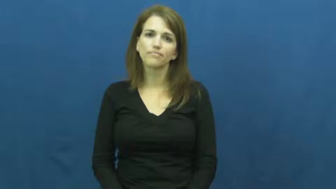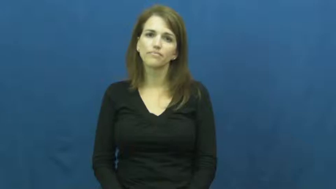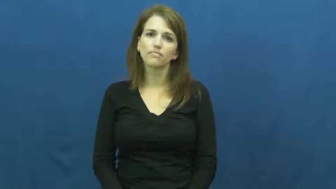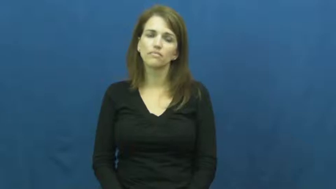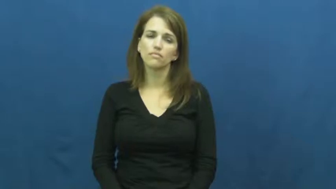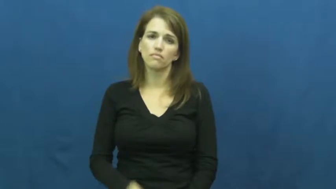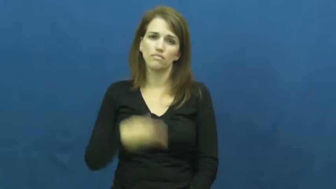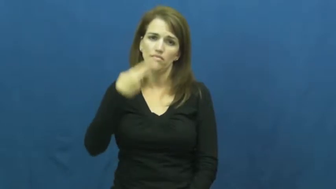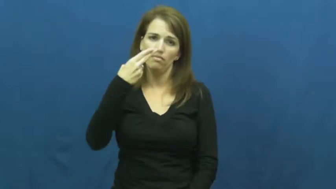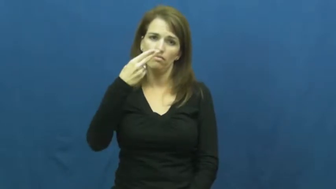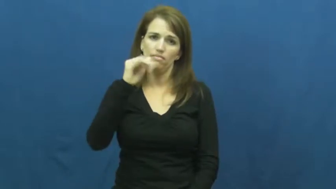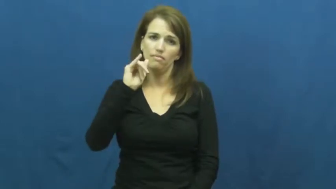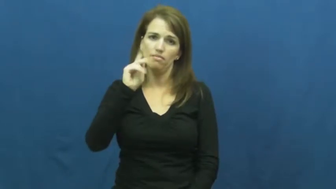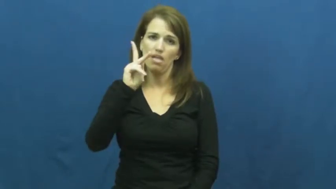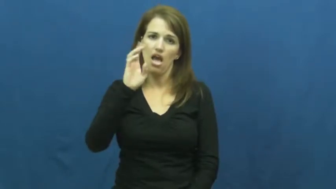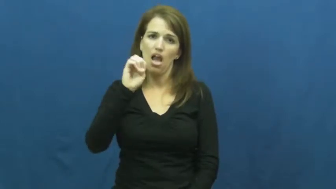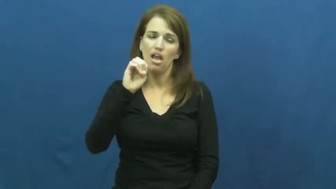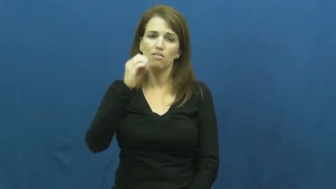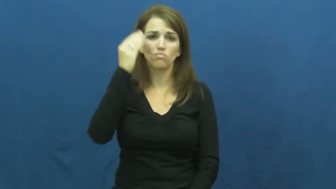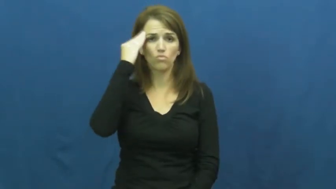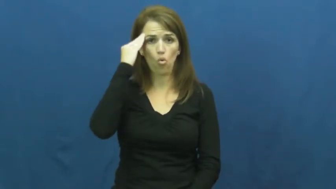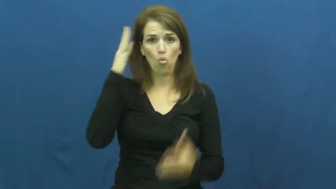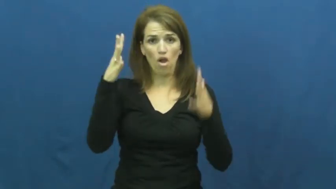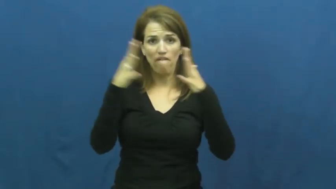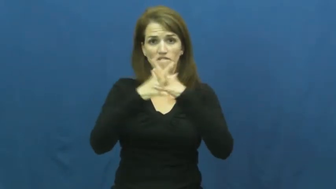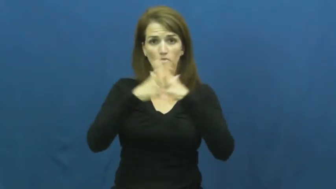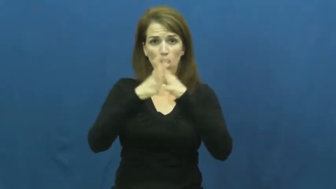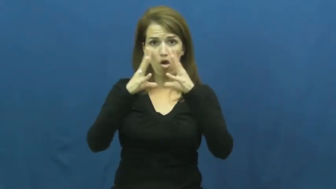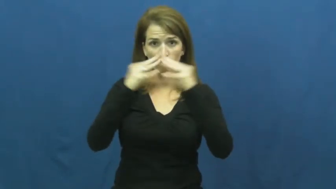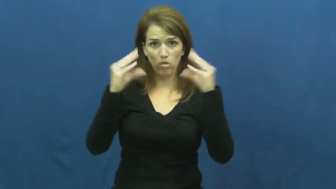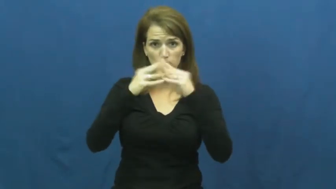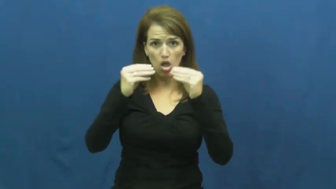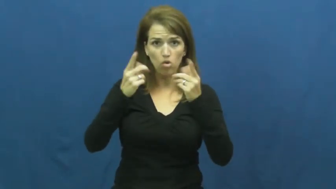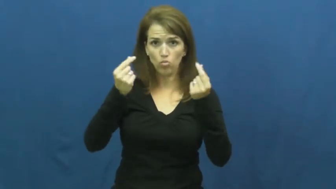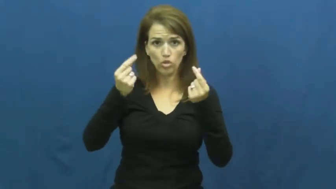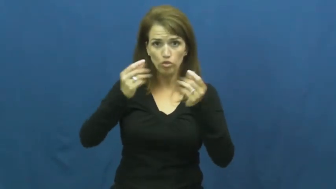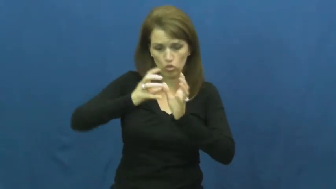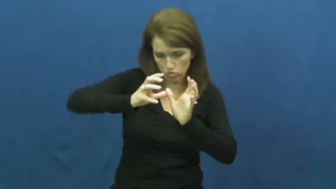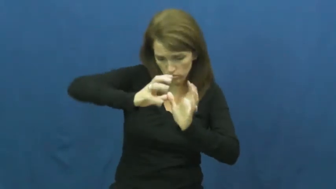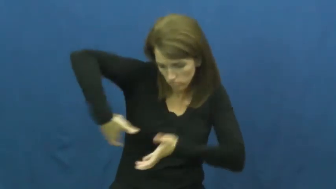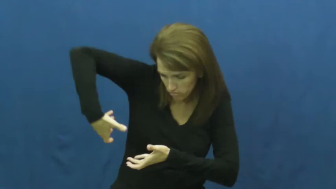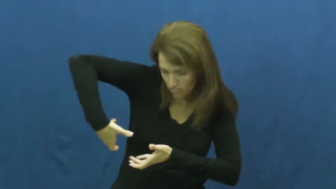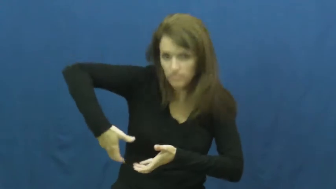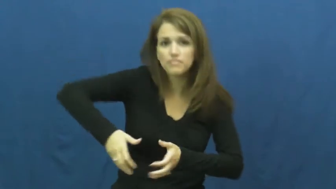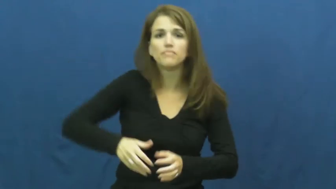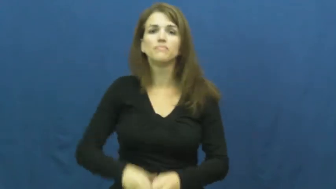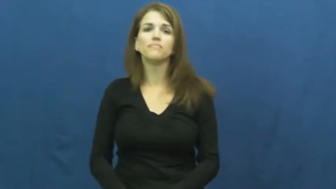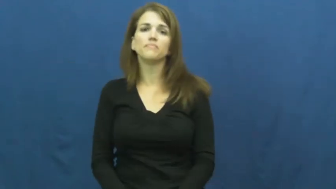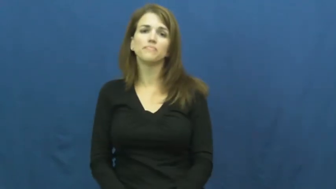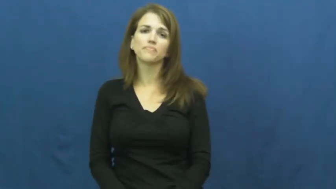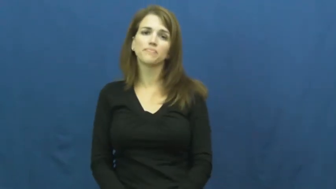hike-football